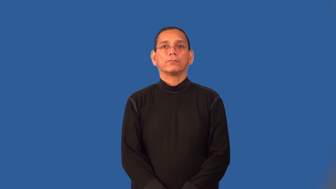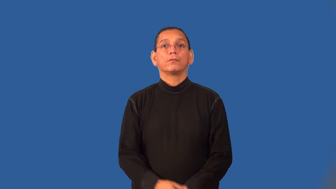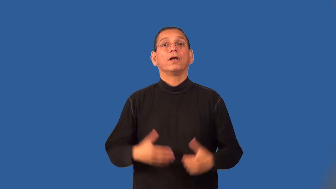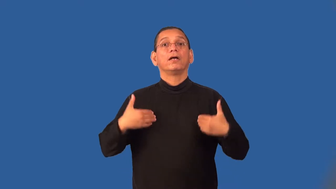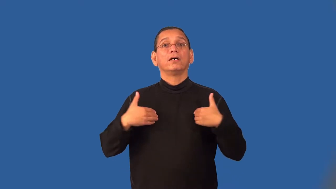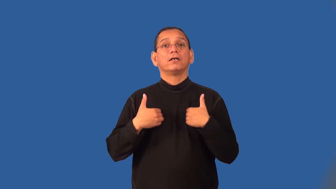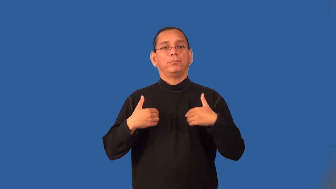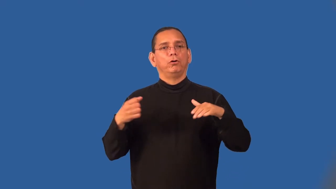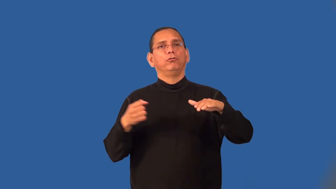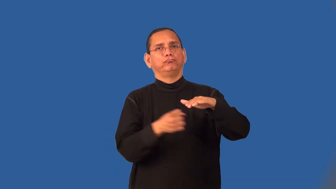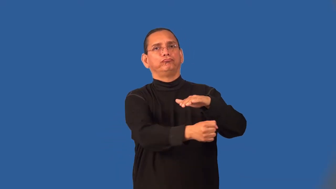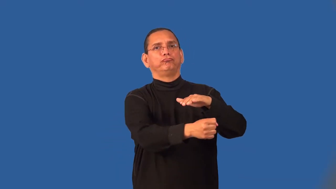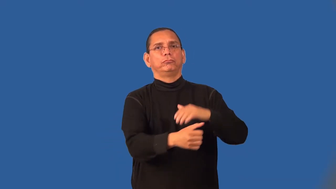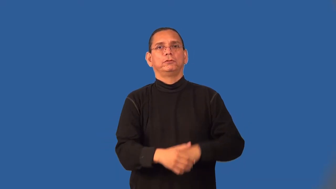shelter-animal